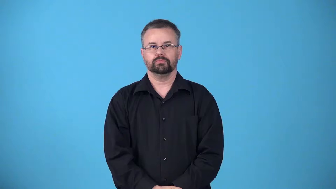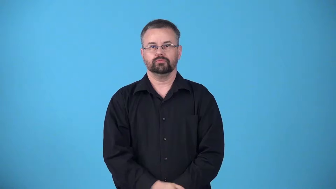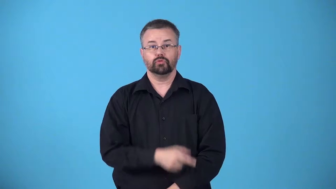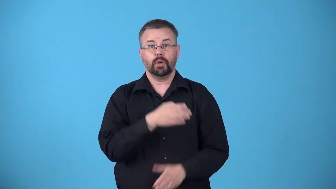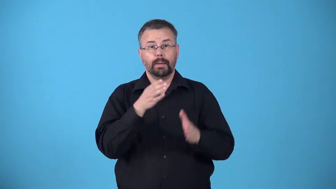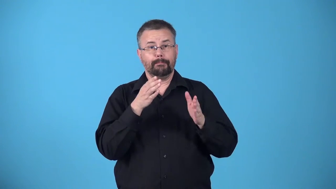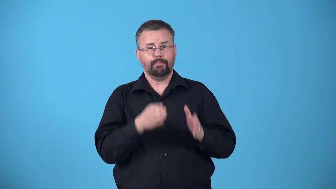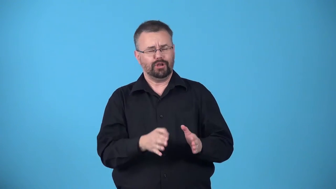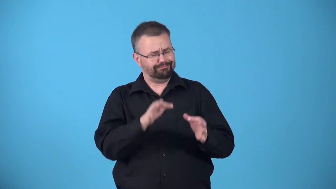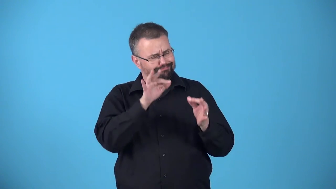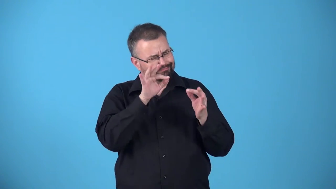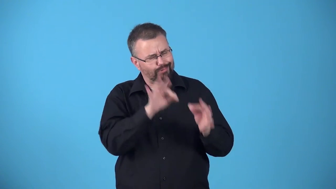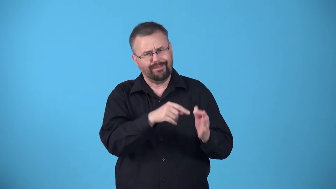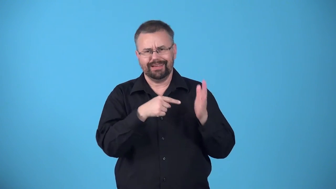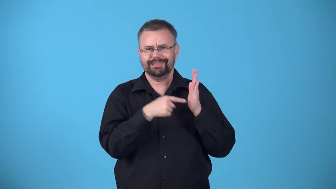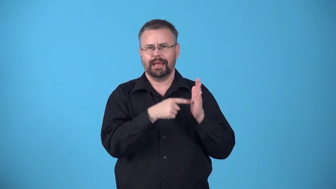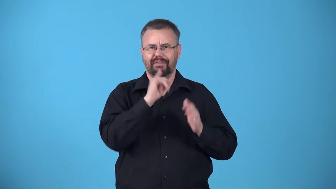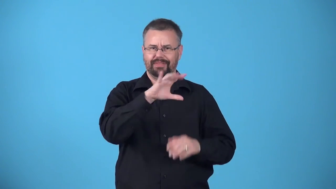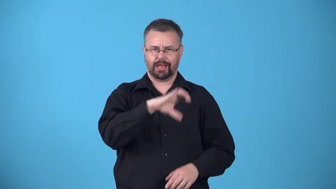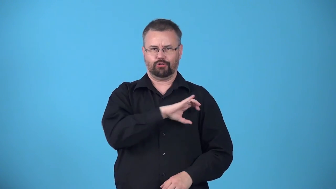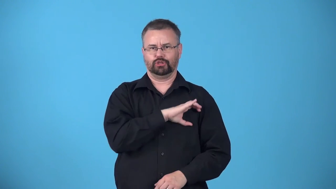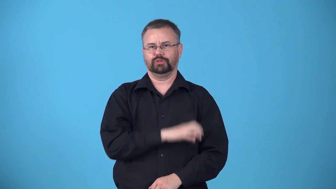avatar,epitome-someone who is a perfect example of a particular quality